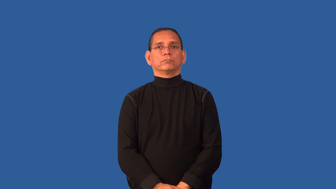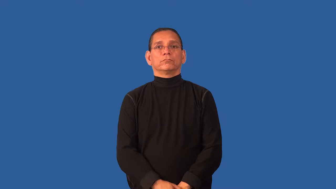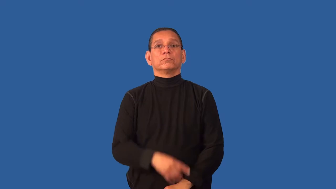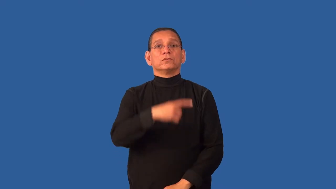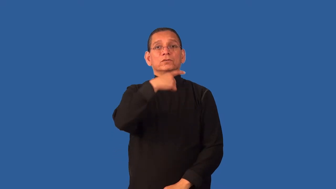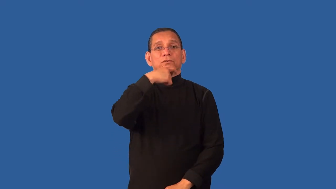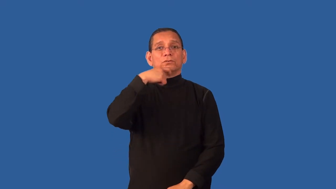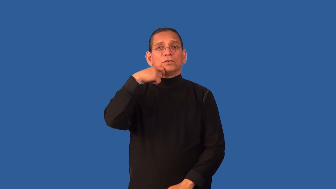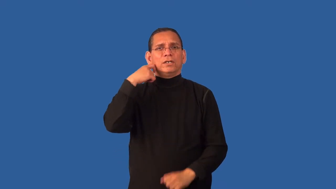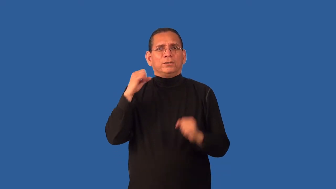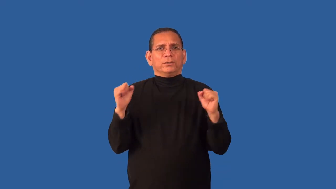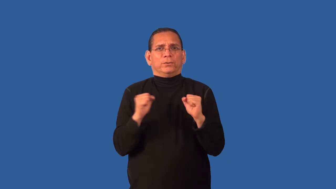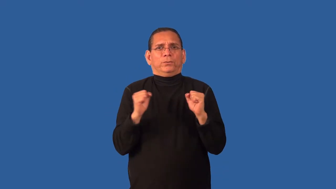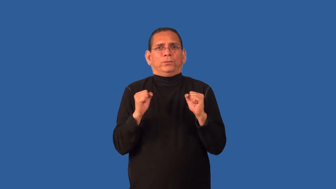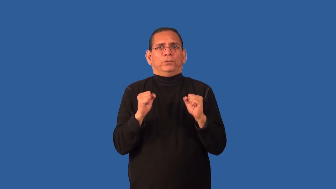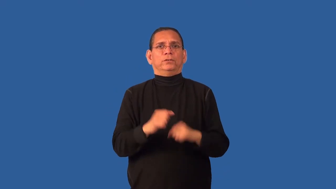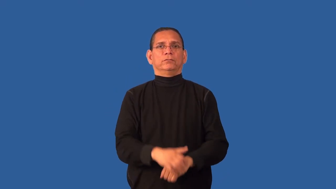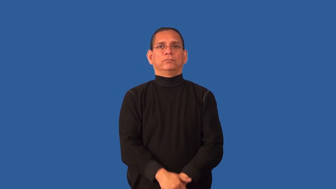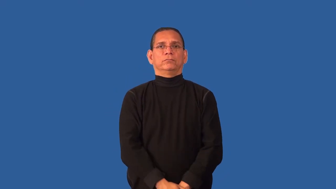crisp,brisk-chilly